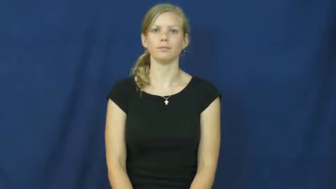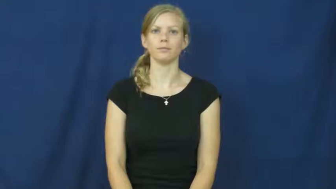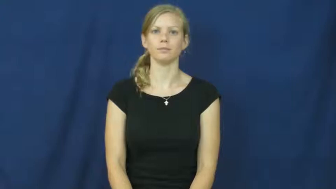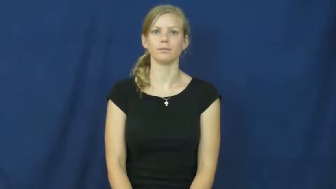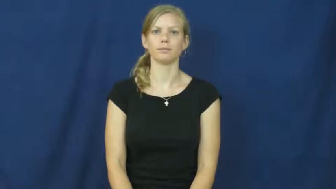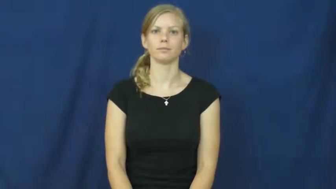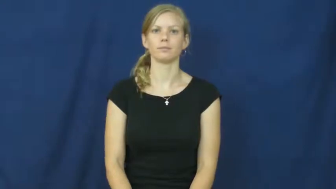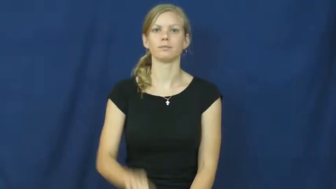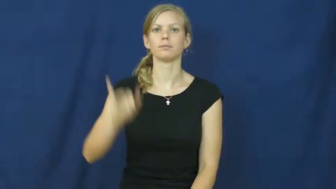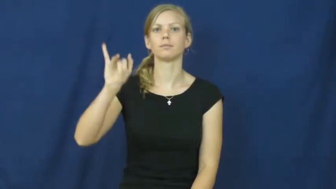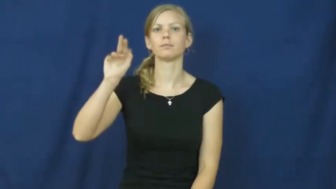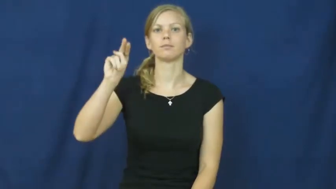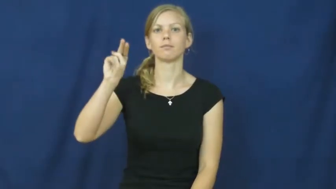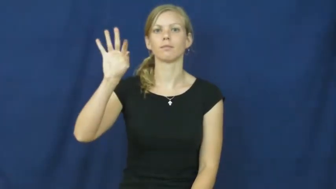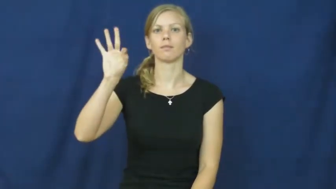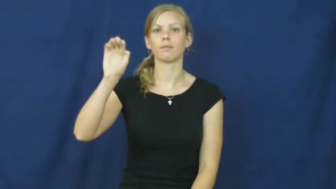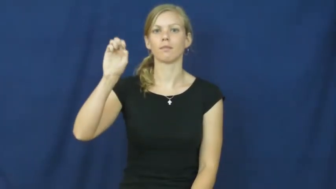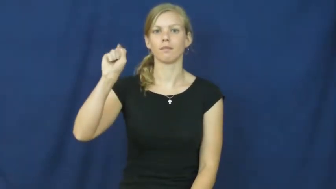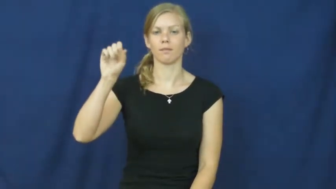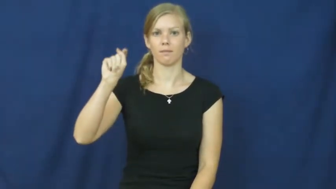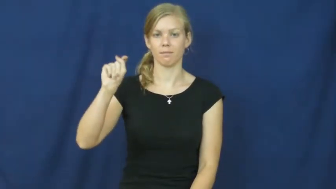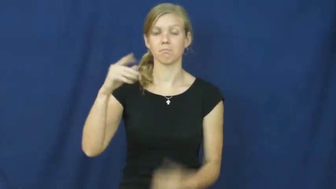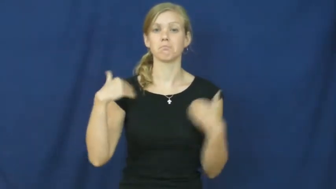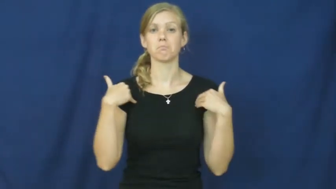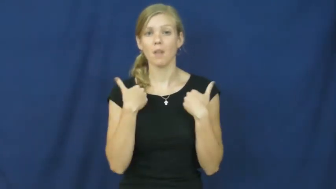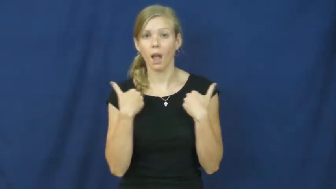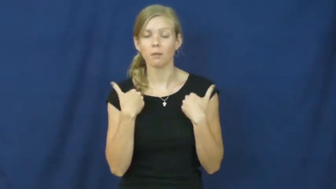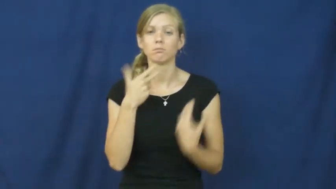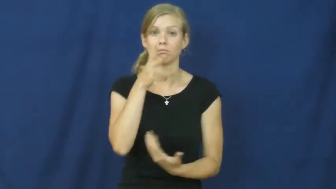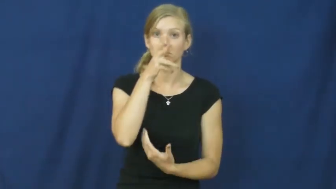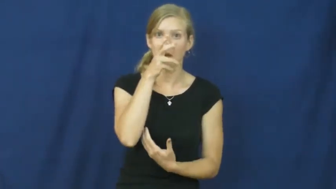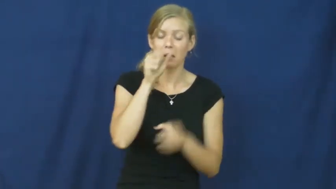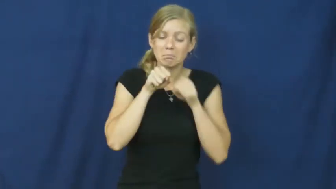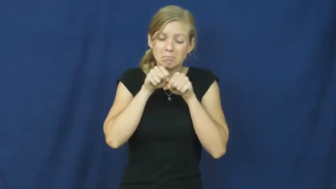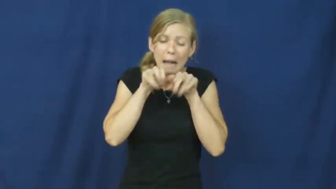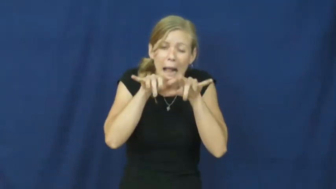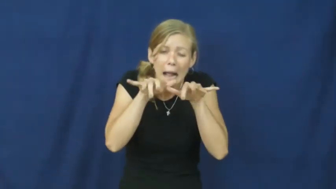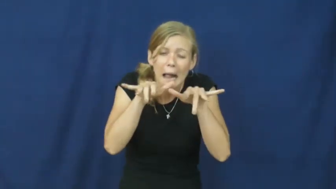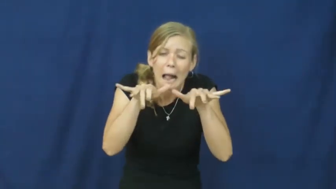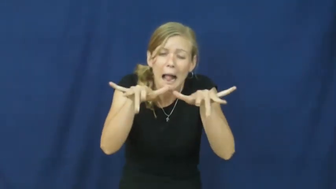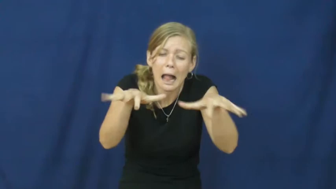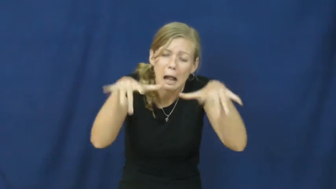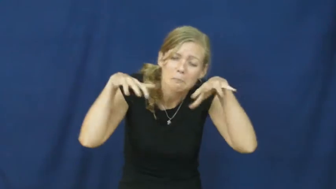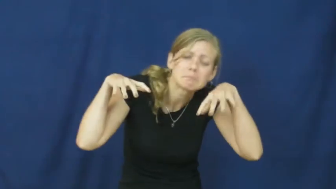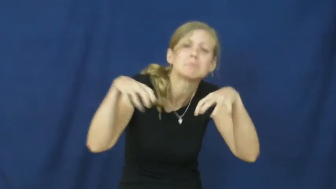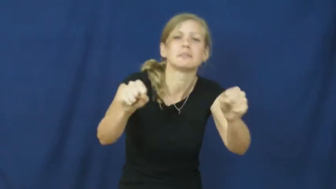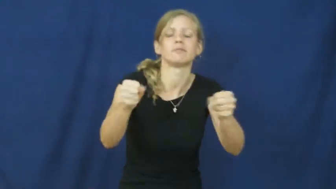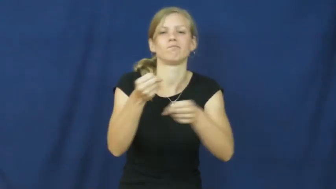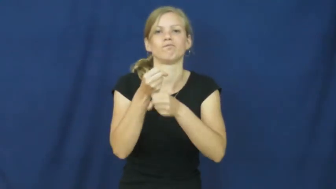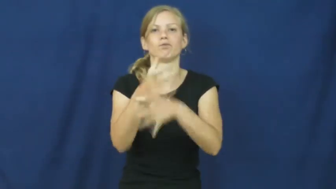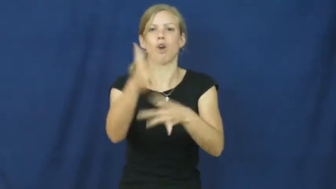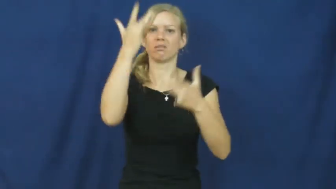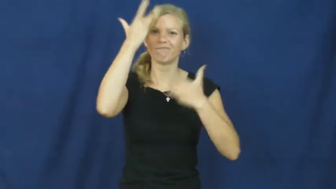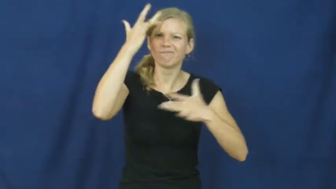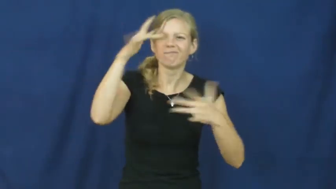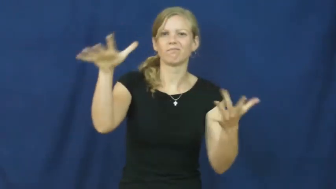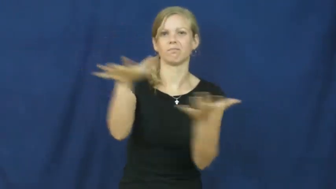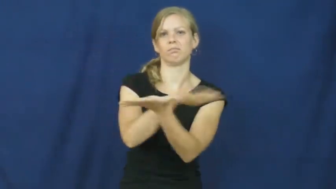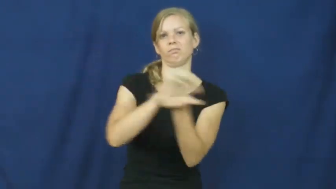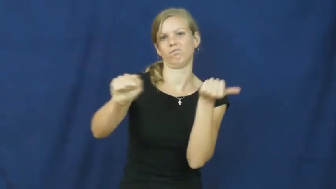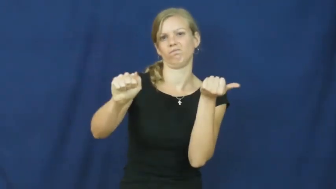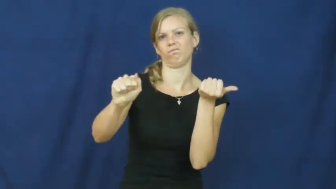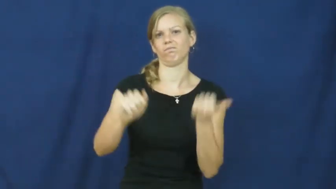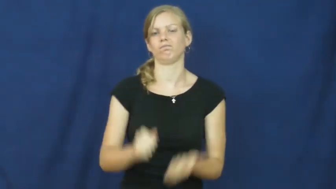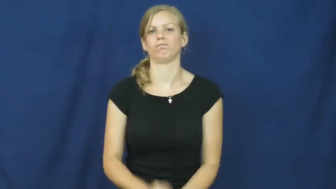infest